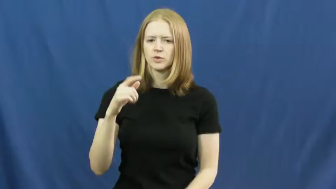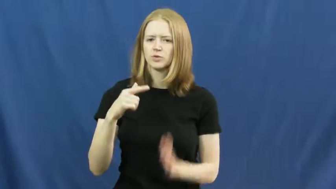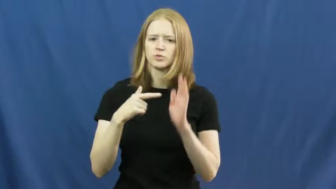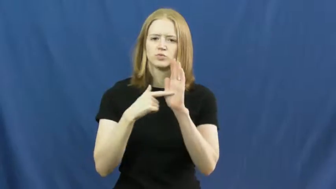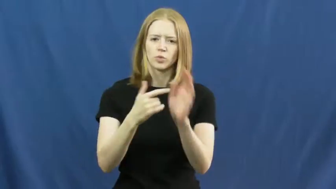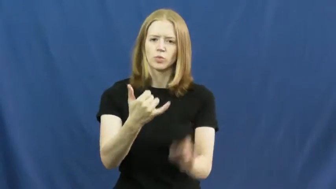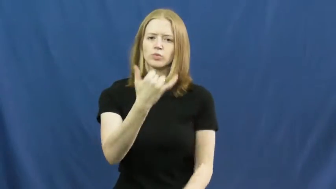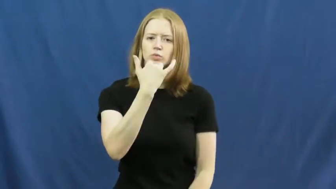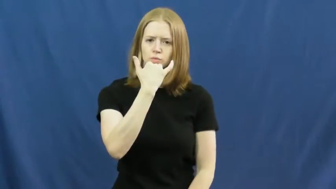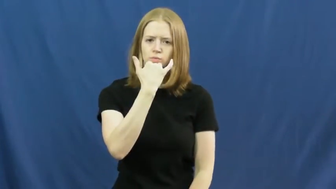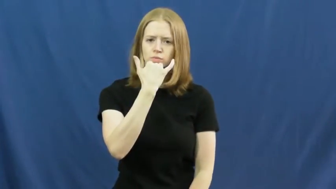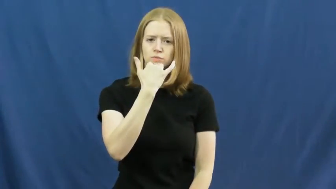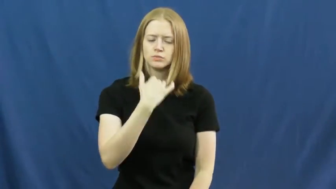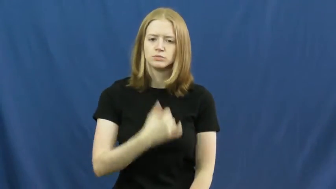disprove,confute,rebut,disconfirm